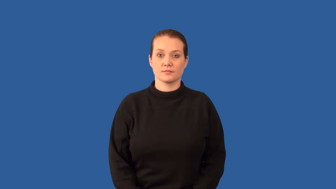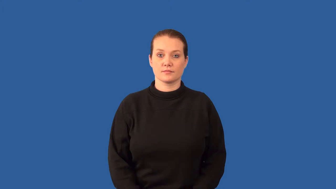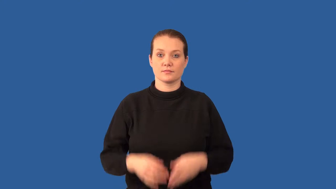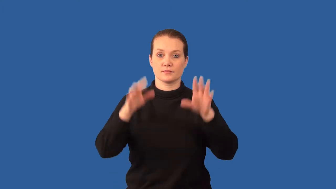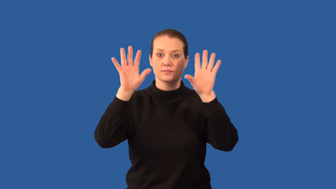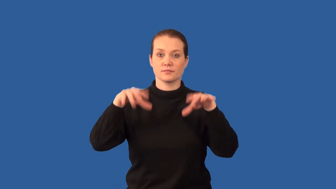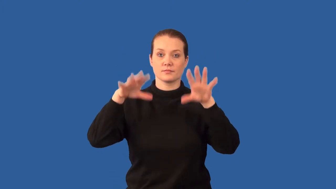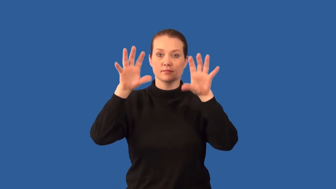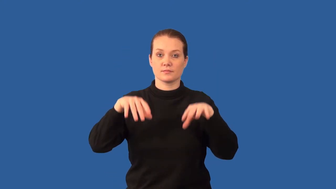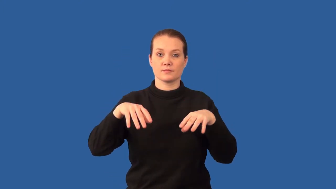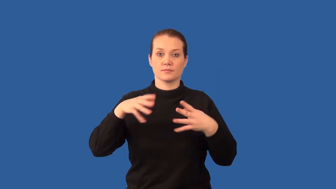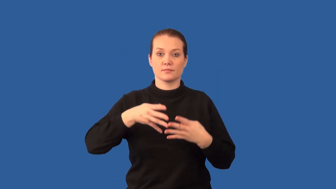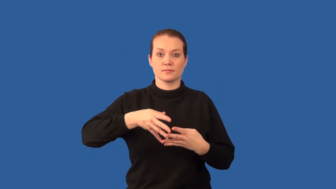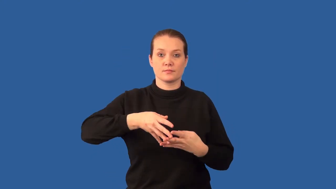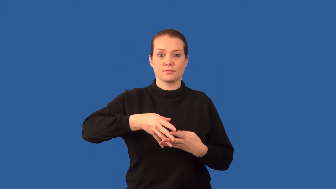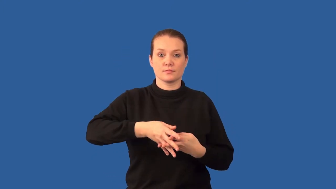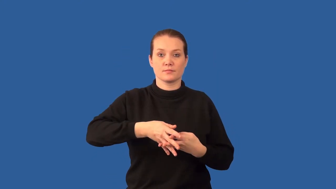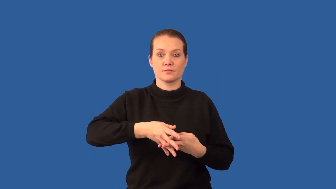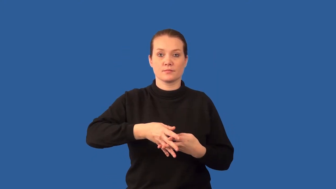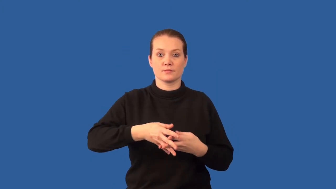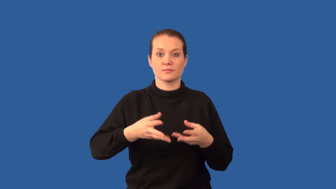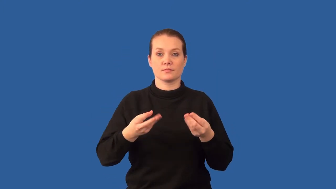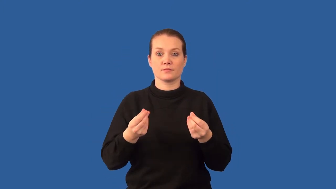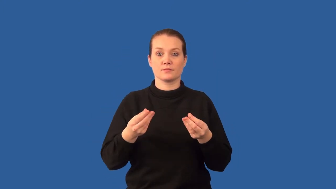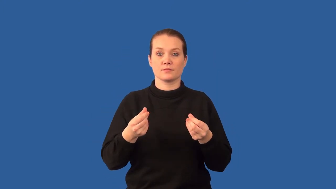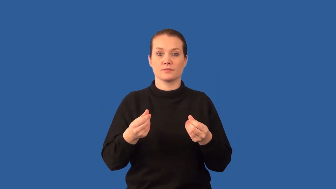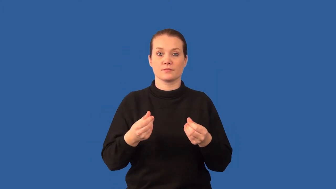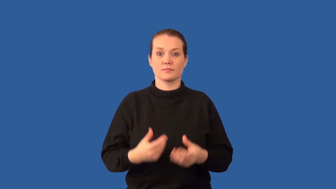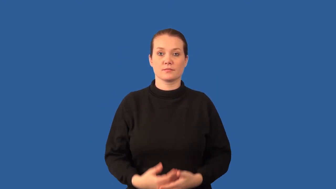infiltrate-water